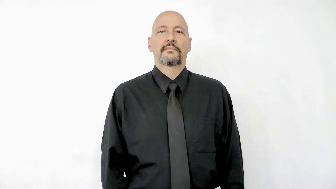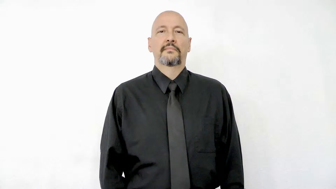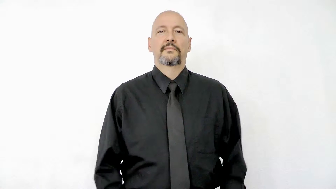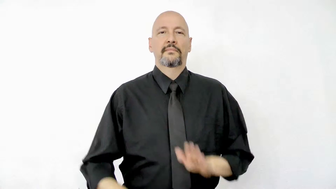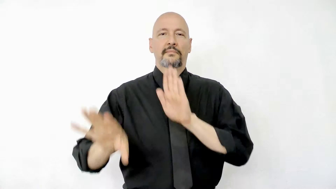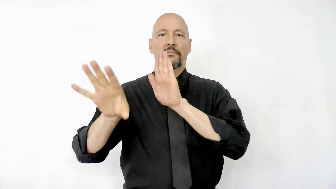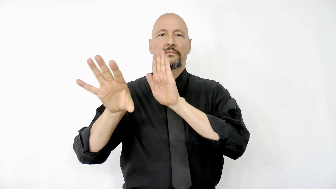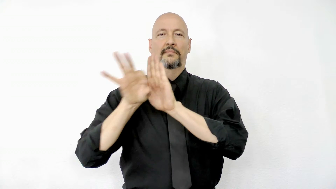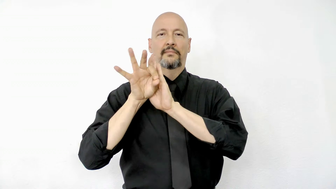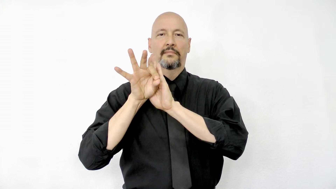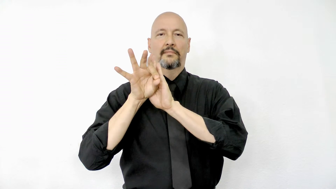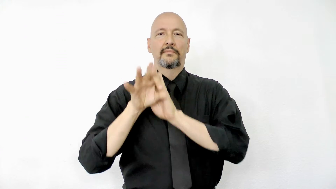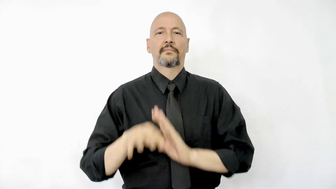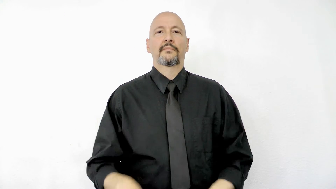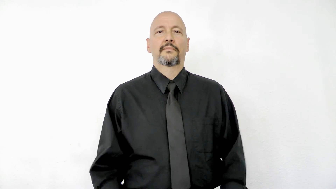pick version 2